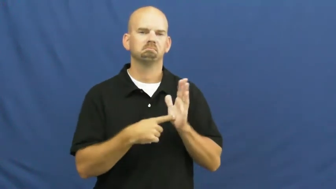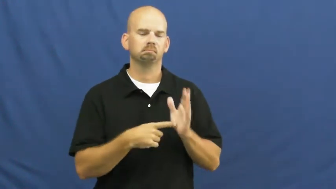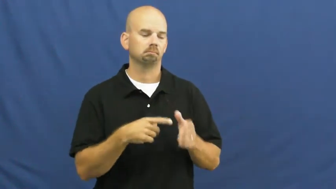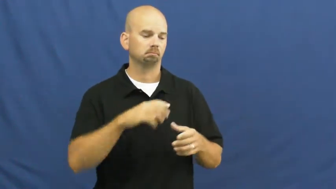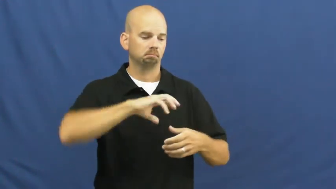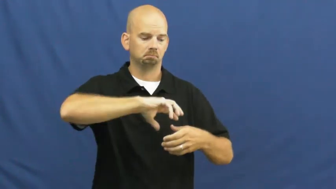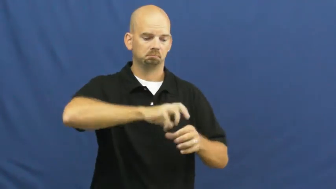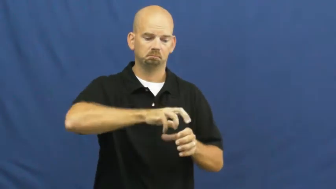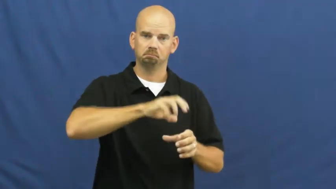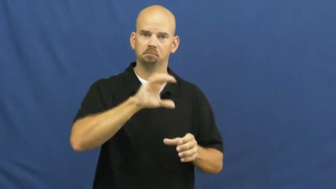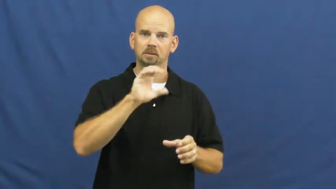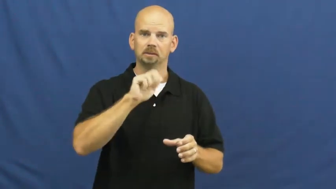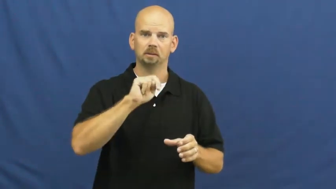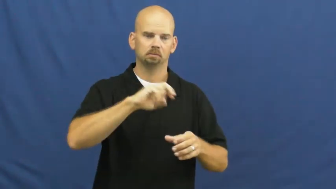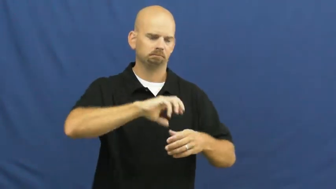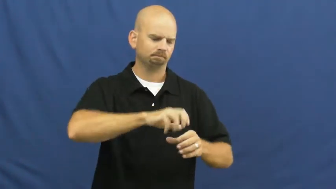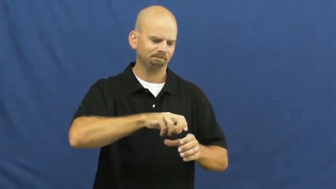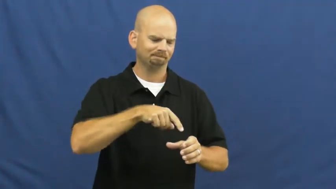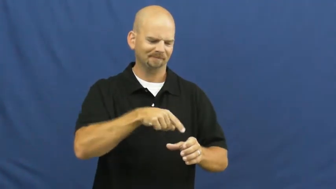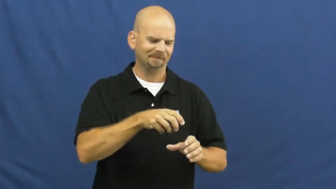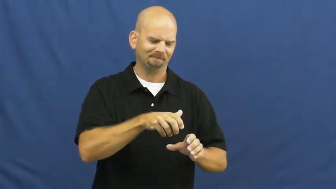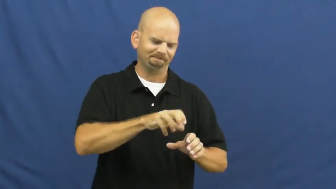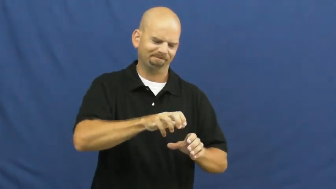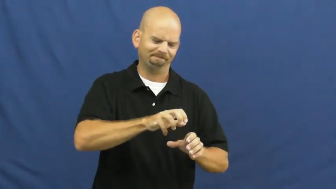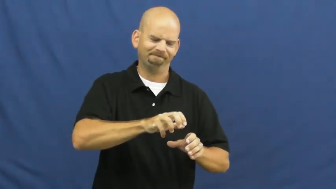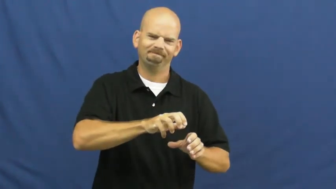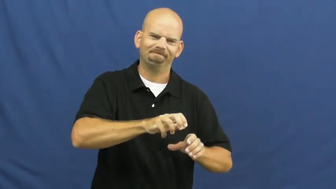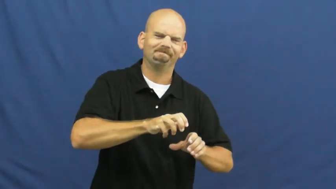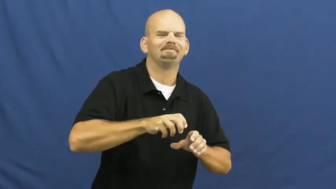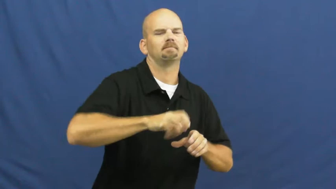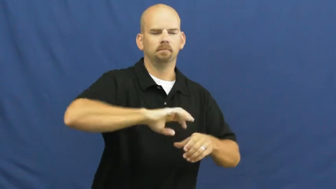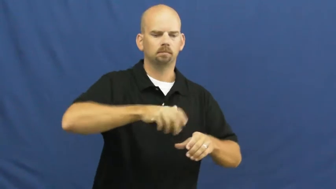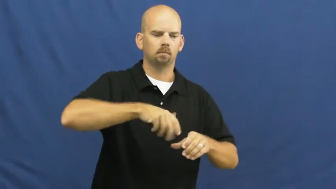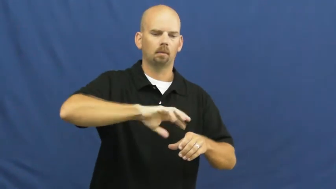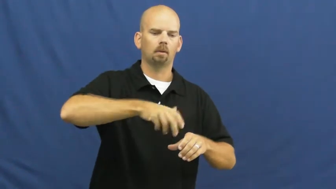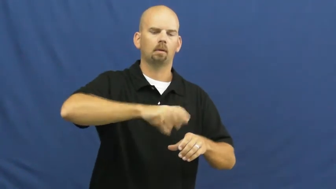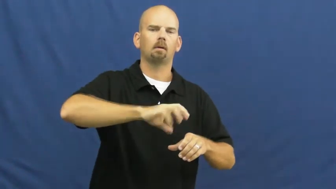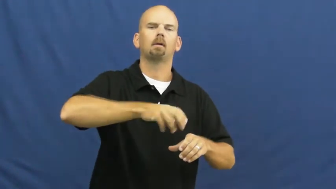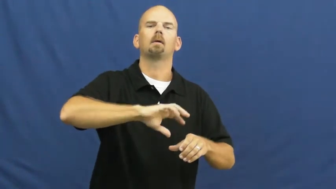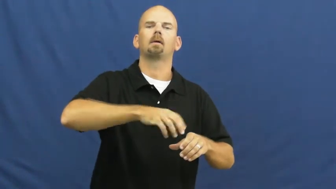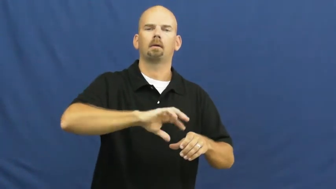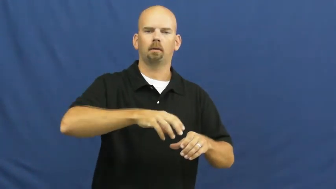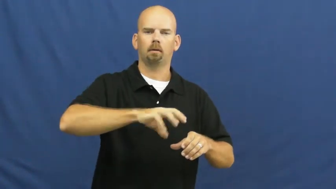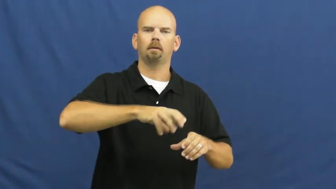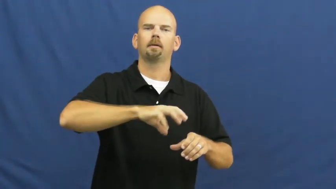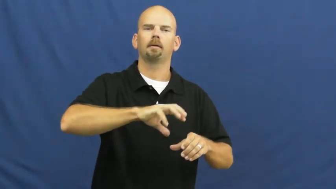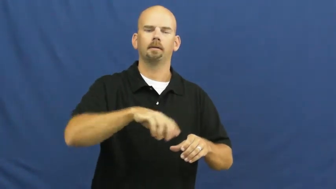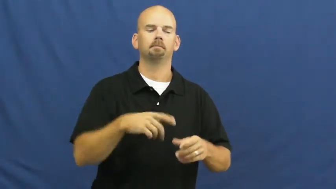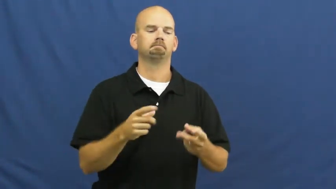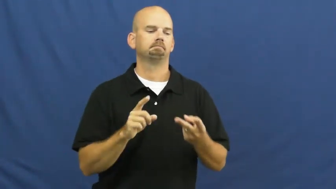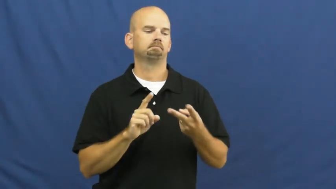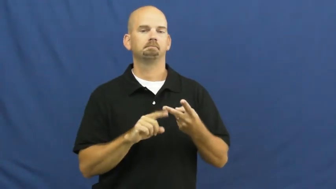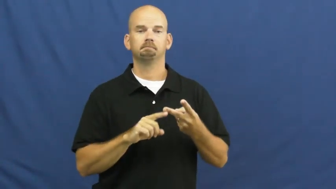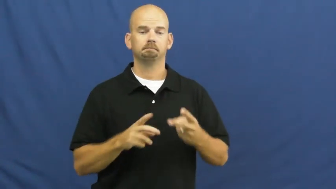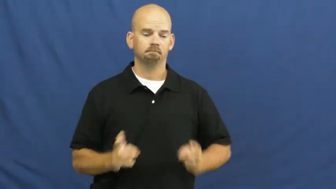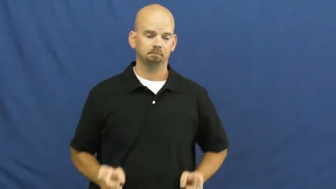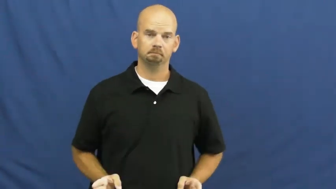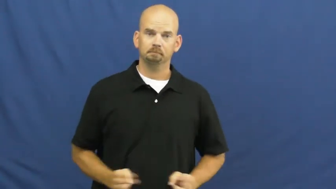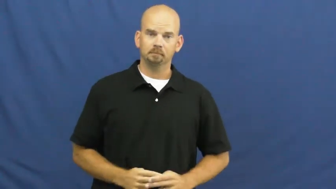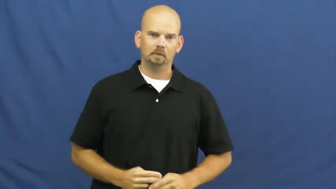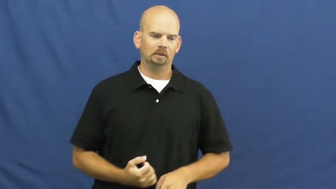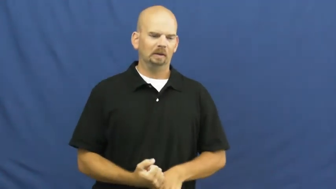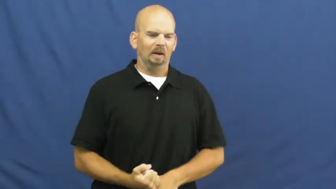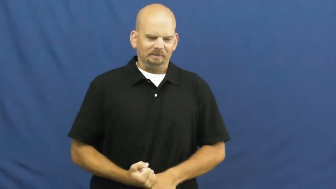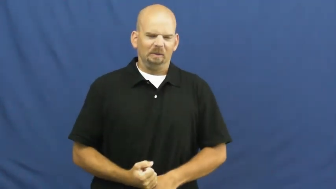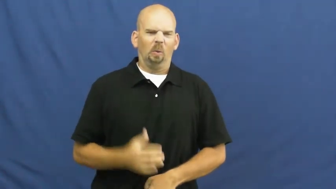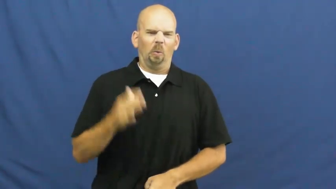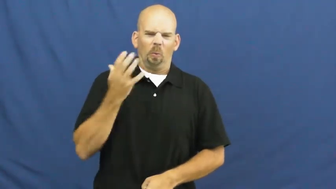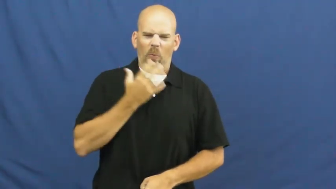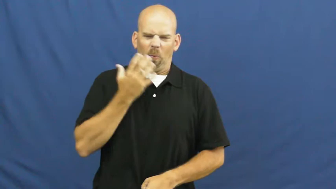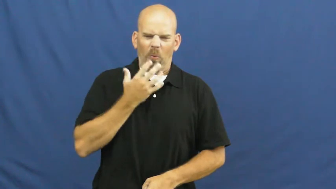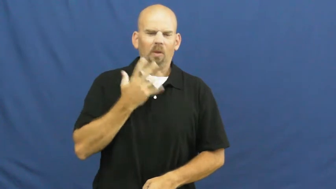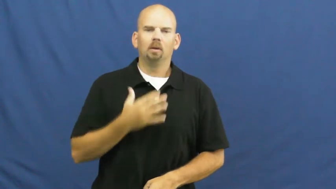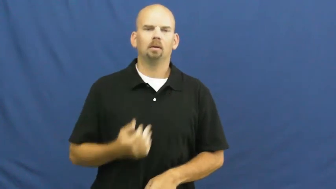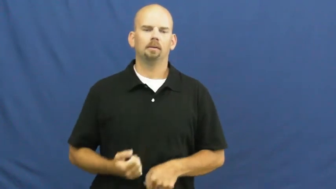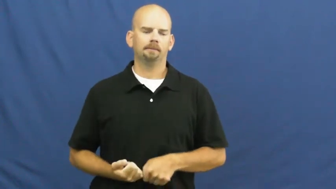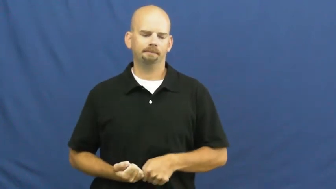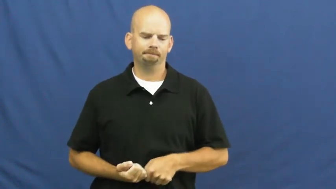loosen,loosen up,unloosen,untighten